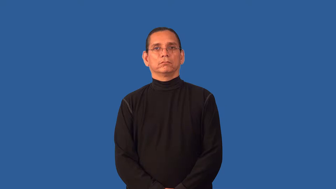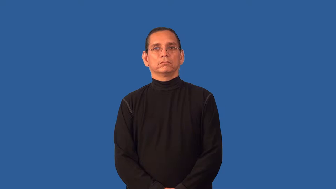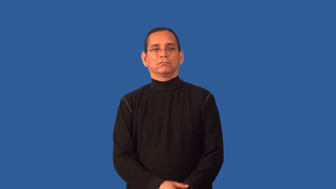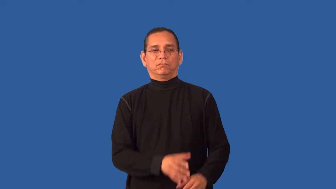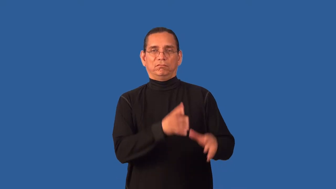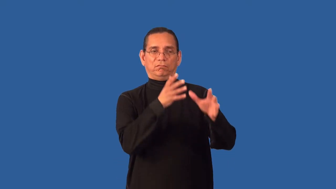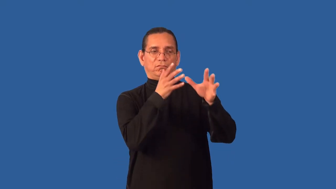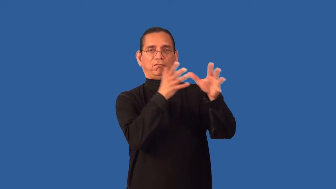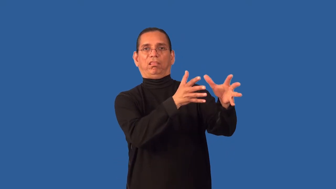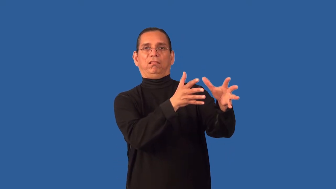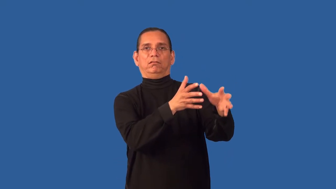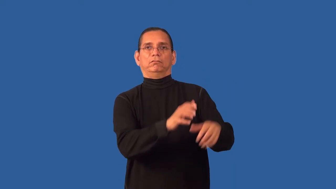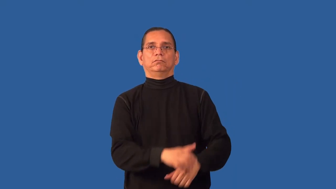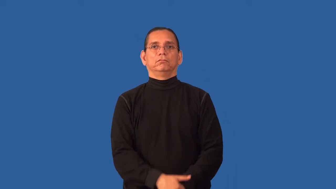antipathy